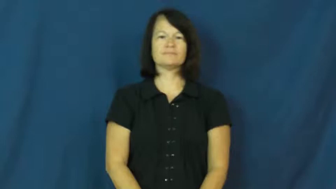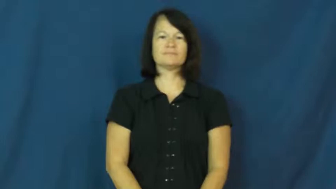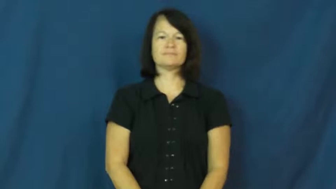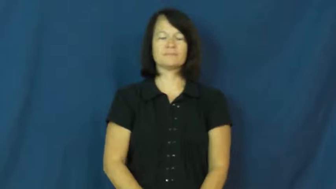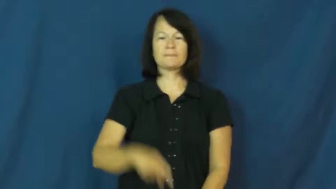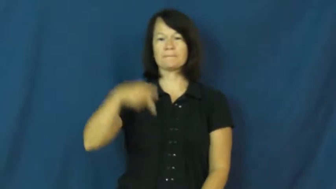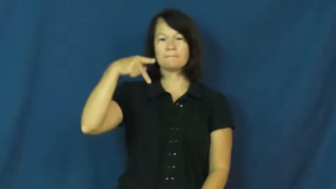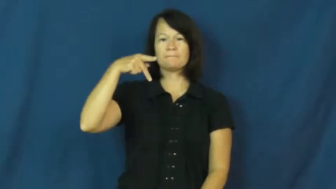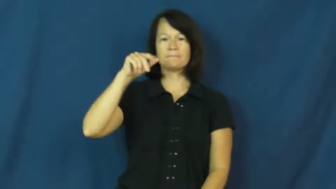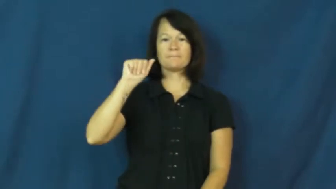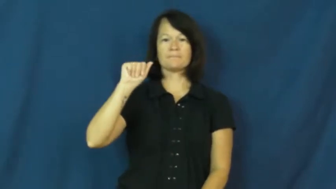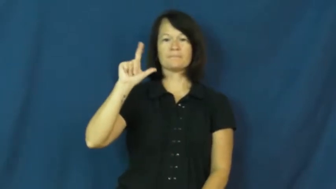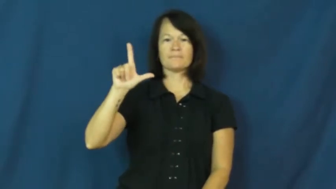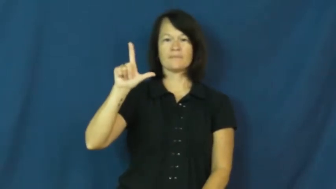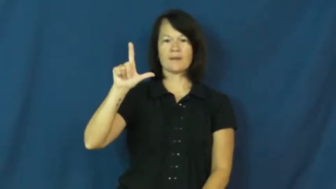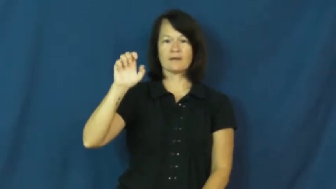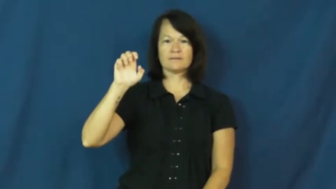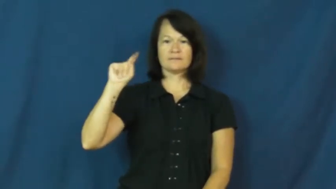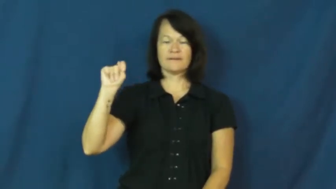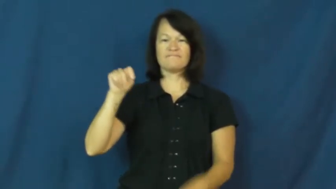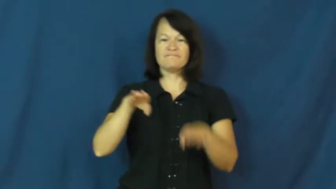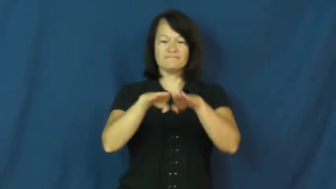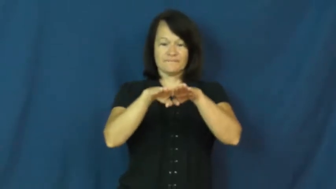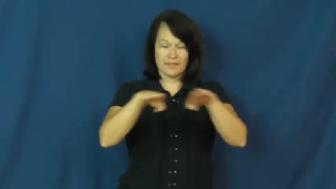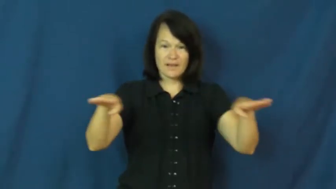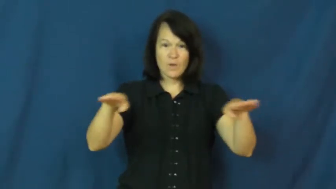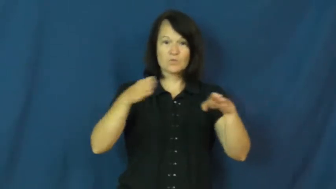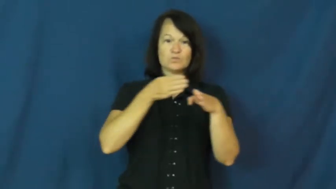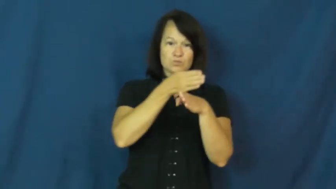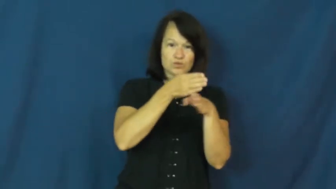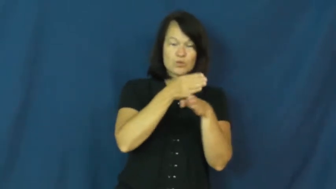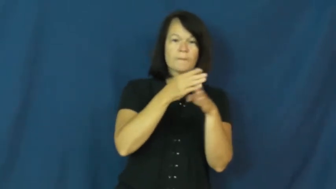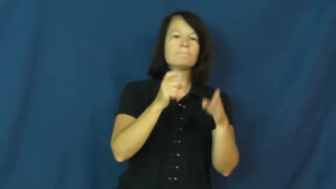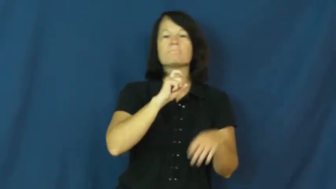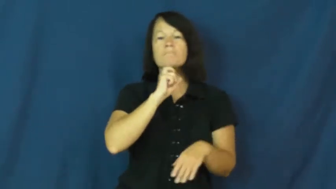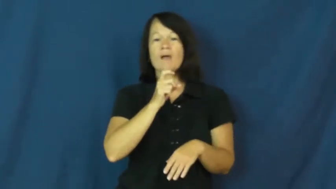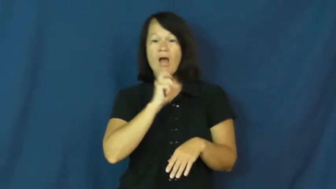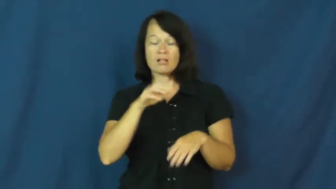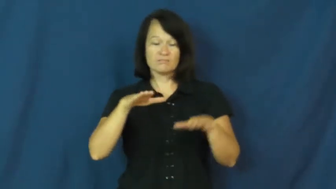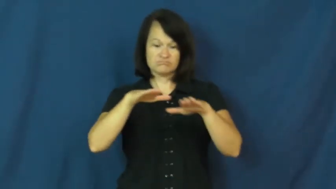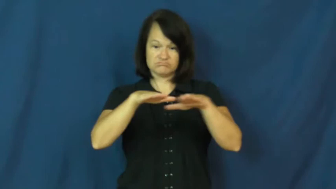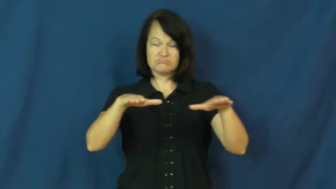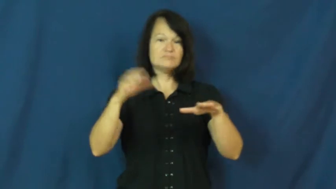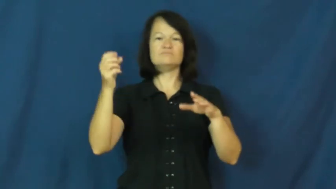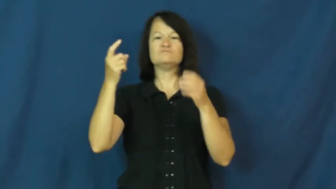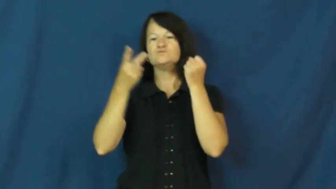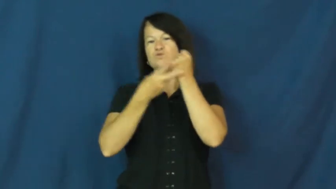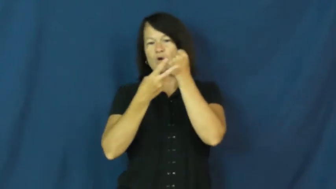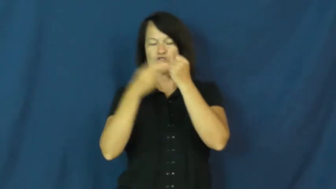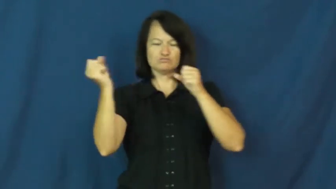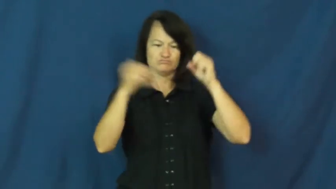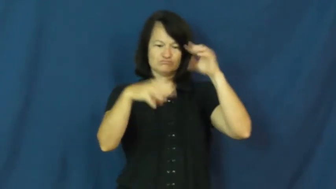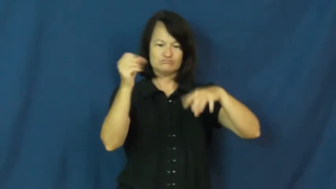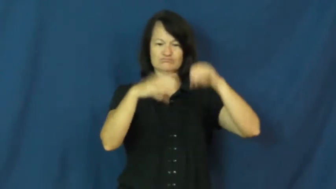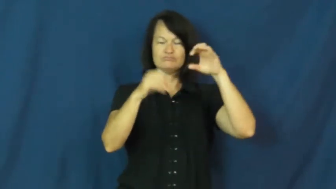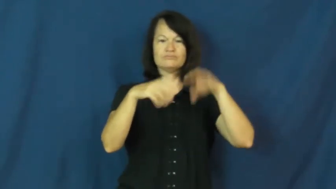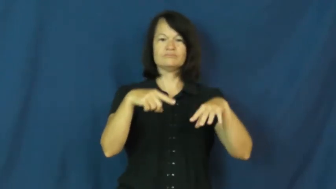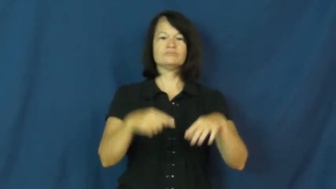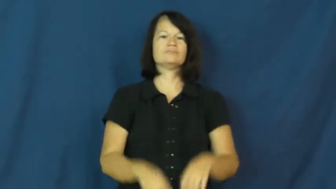pallet-wood